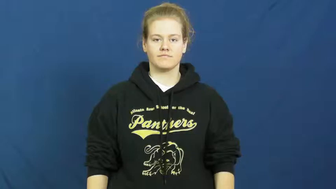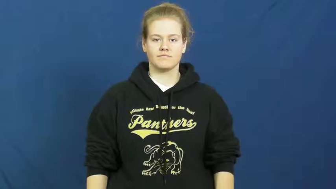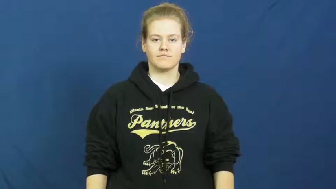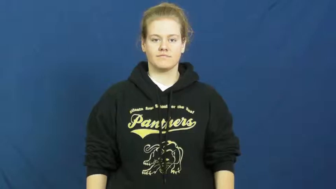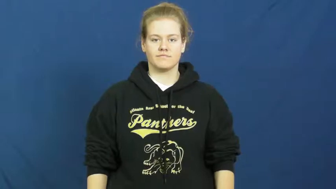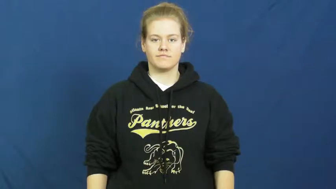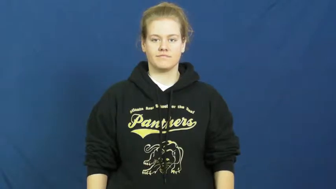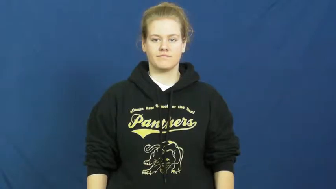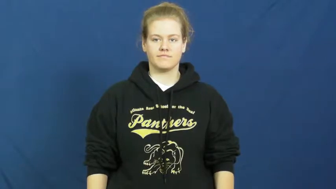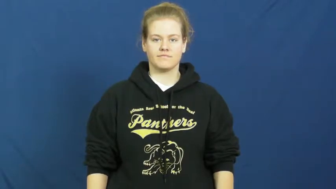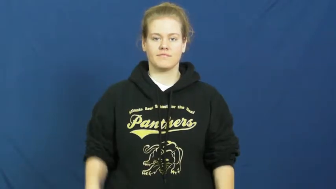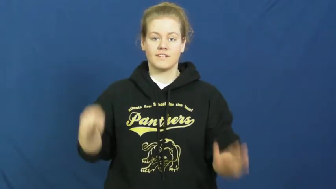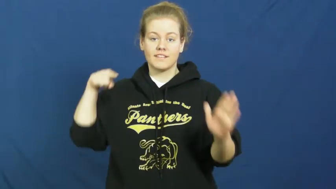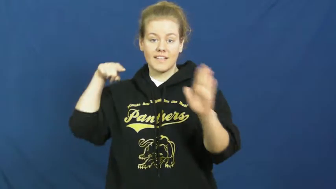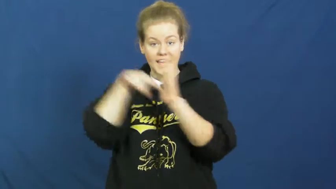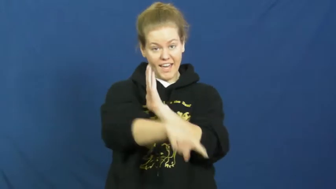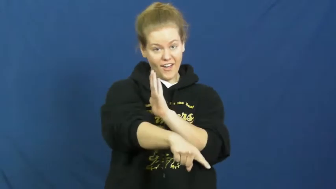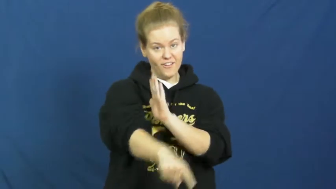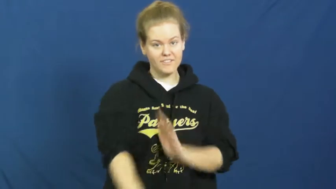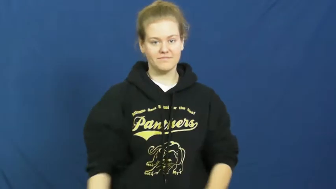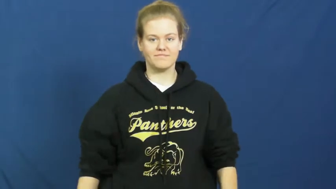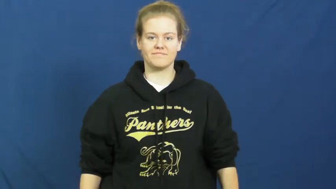kill,slay,murder,do in,terminate,rub out,assassinate,eliminate